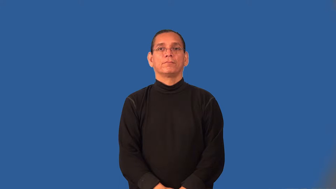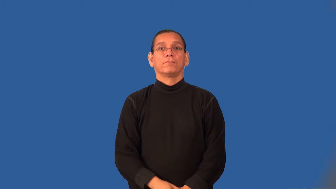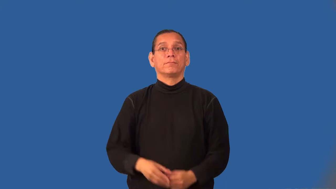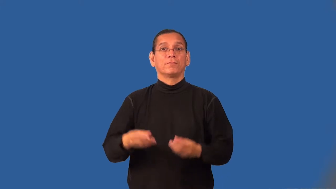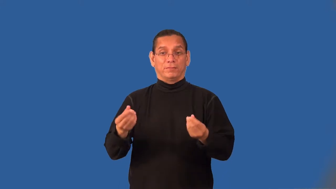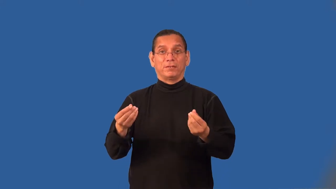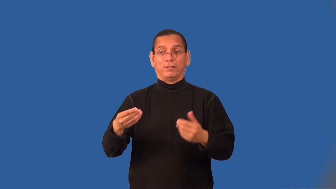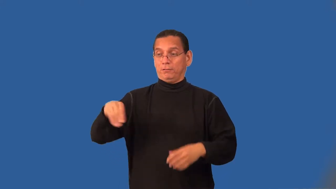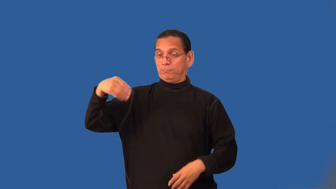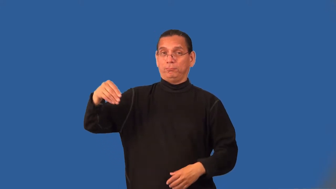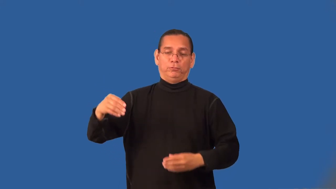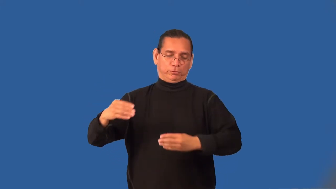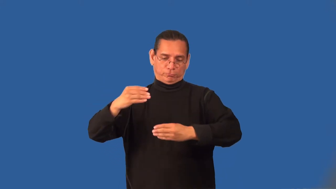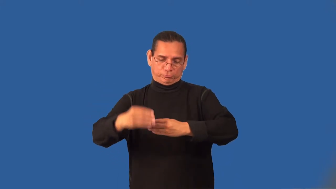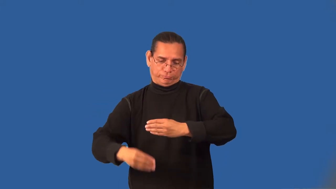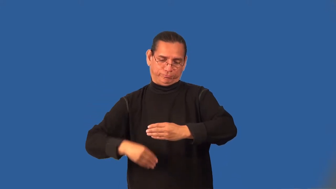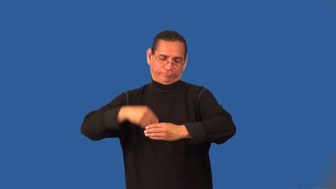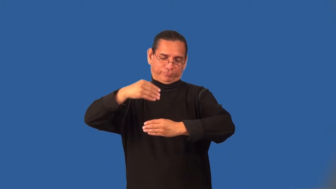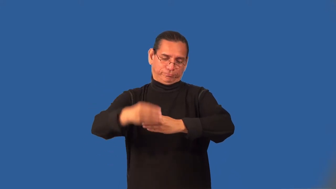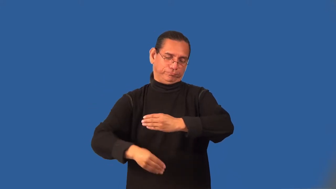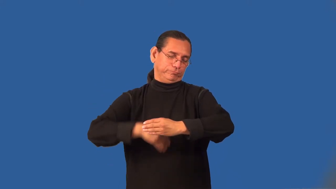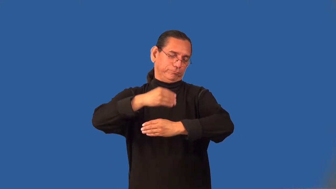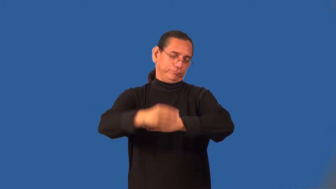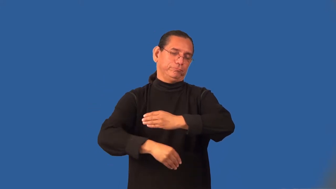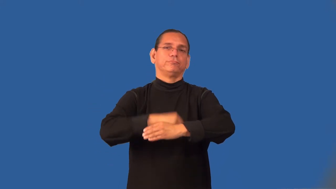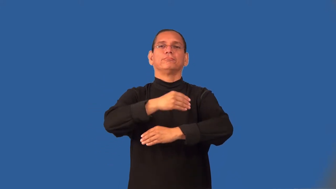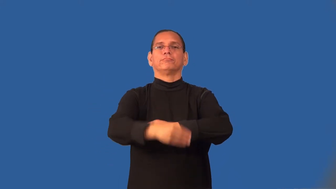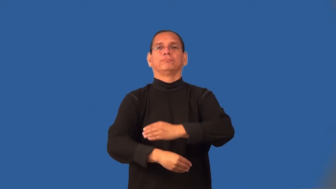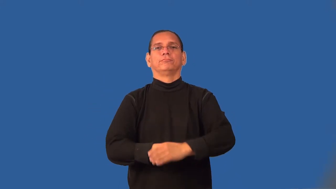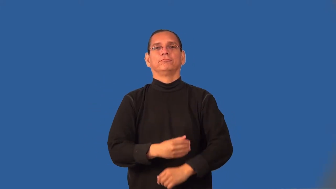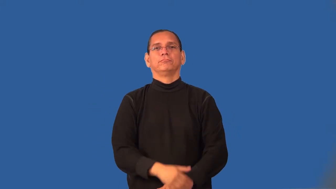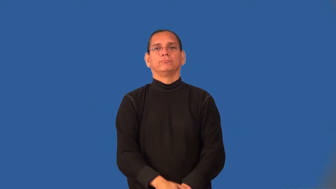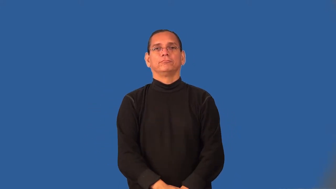swathe-verb